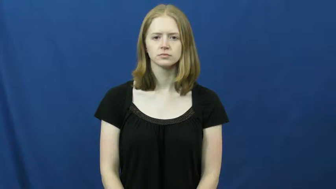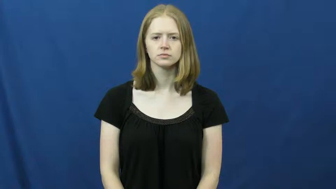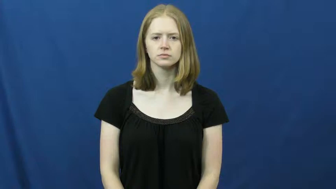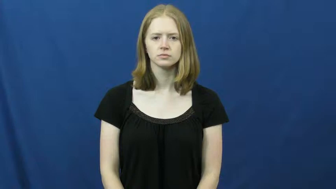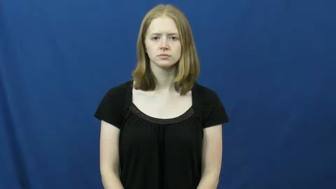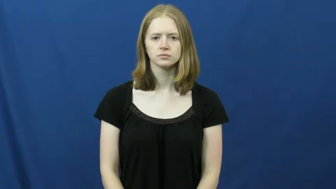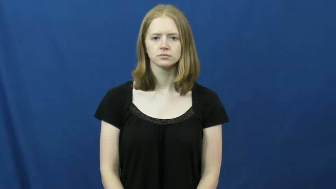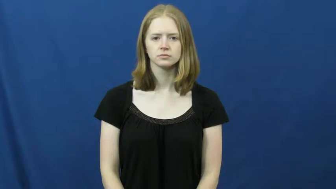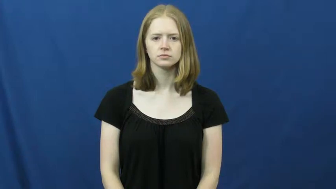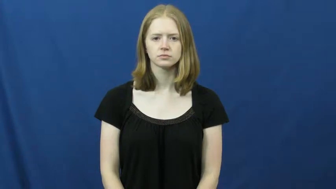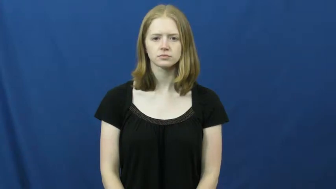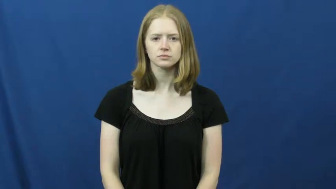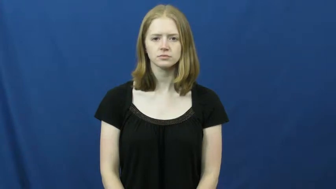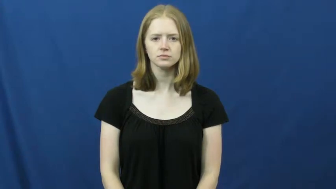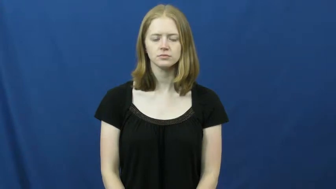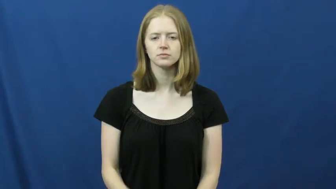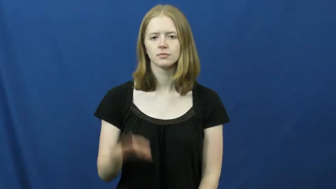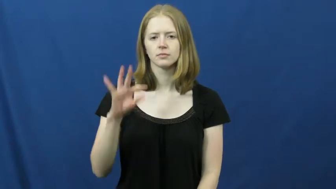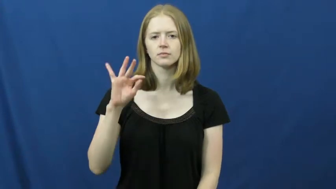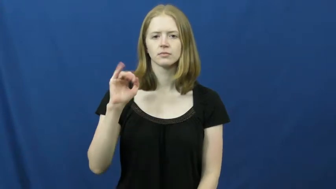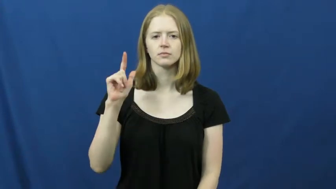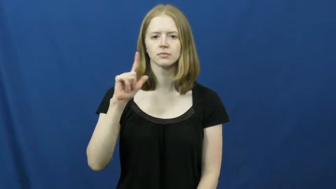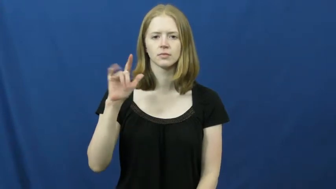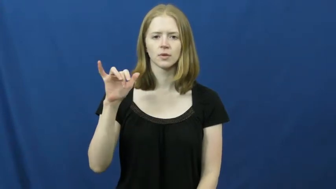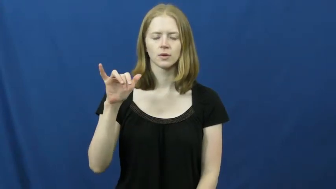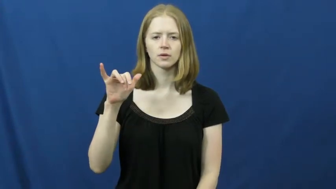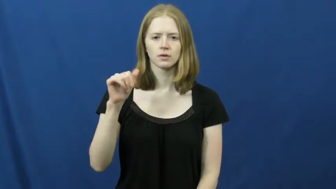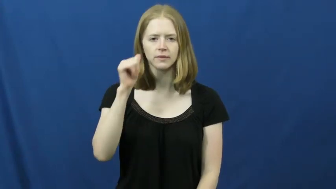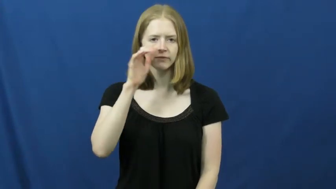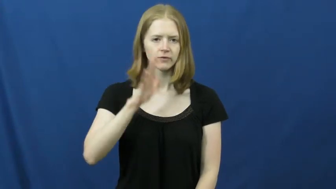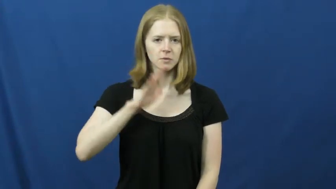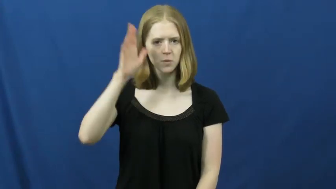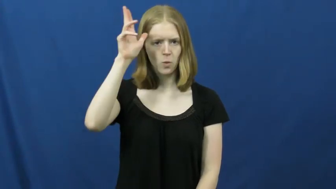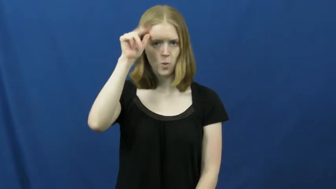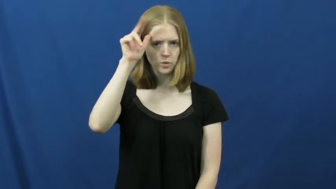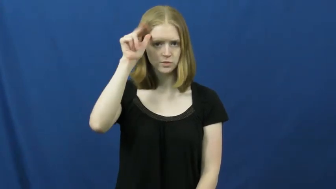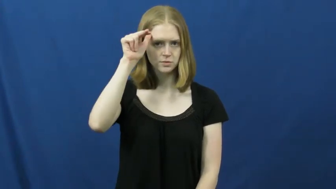filly